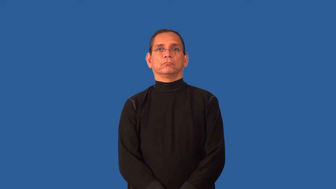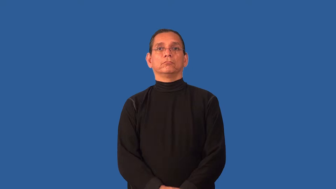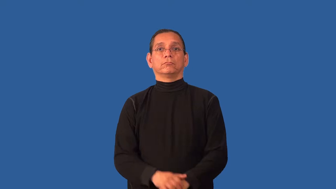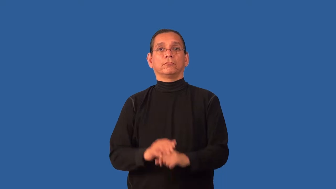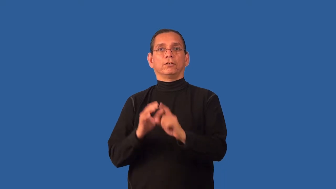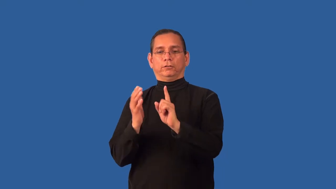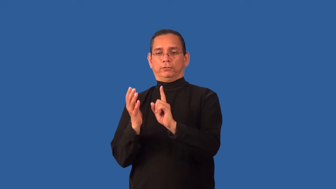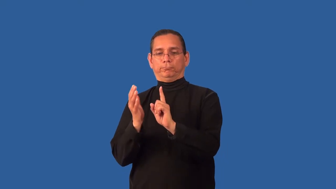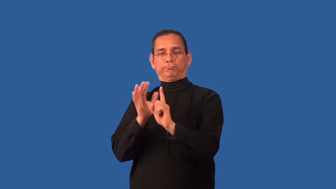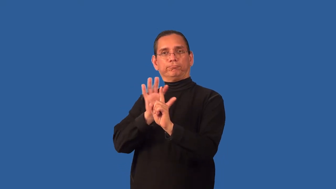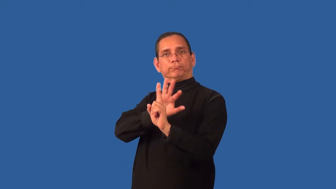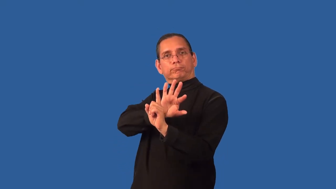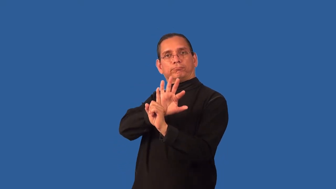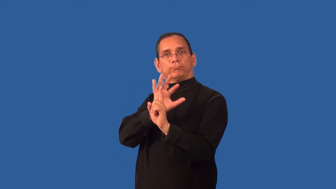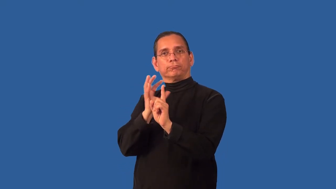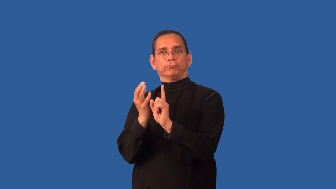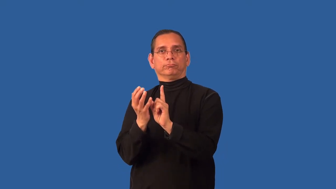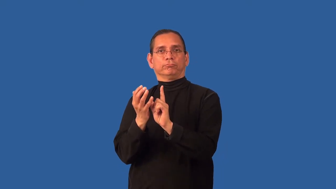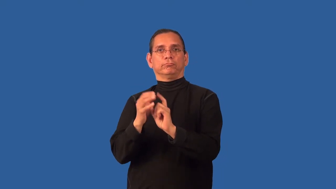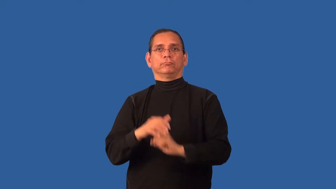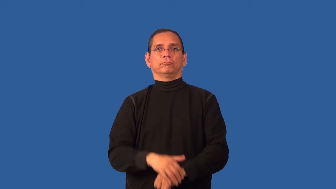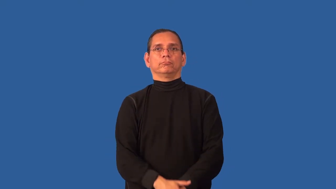ambient